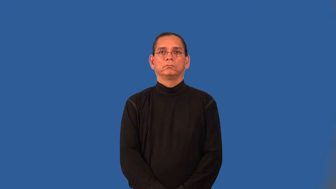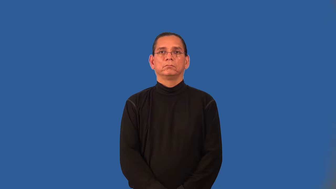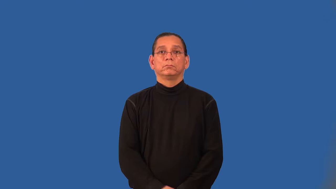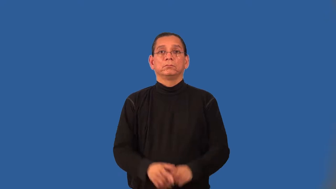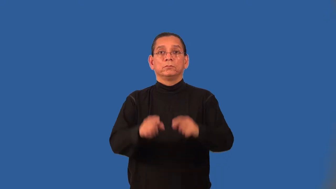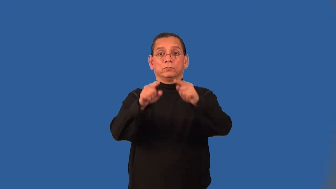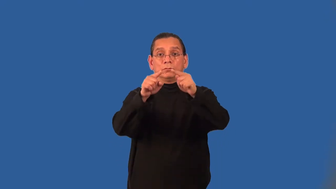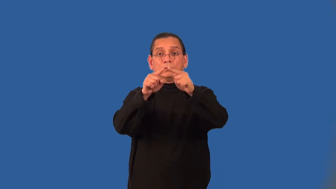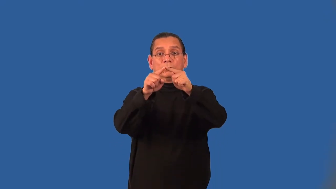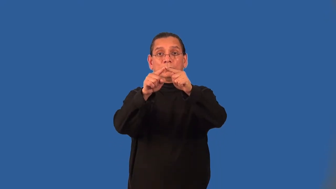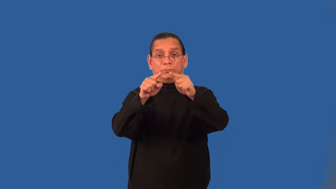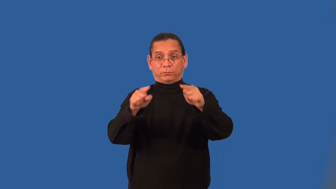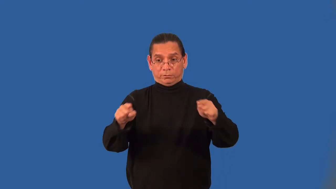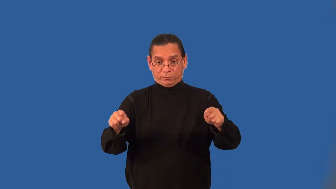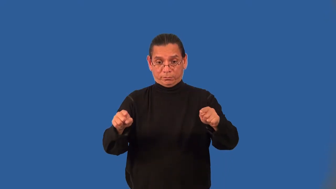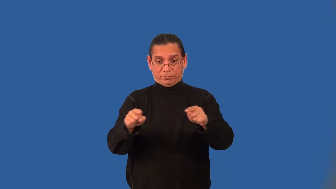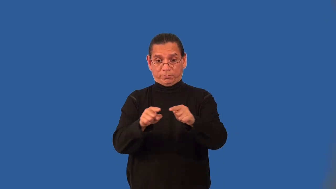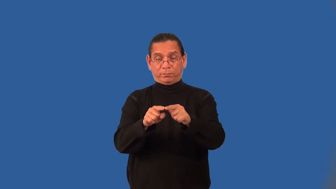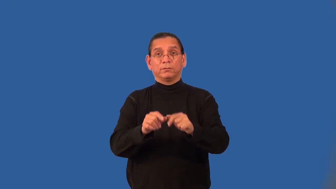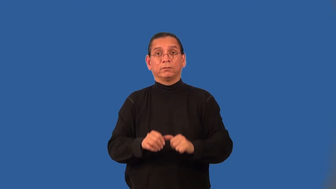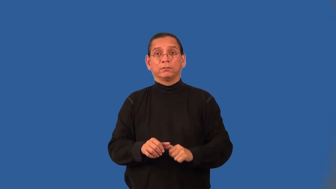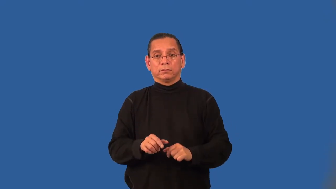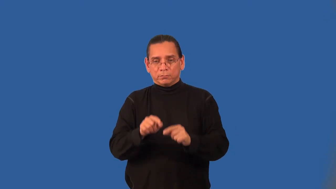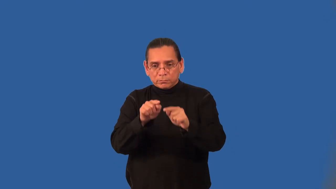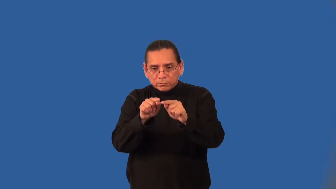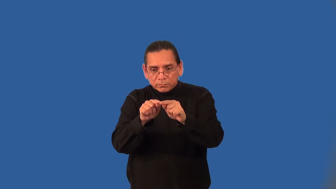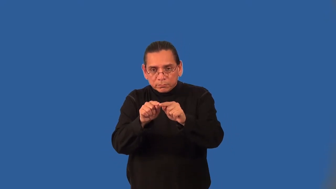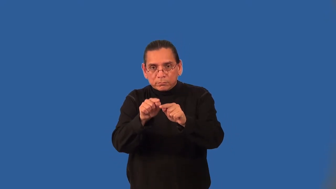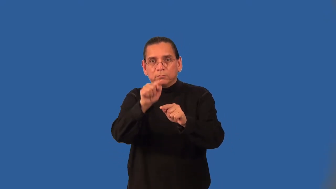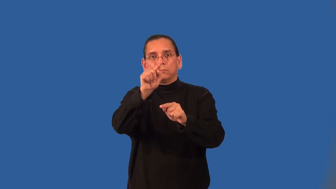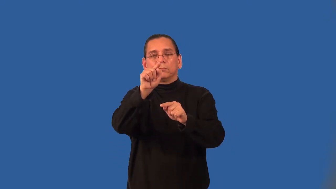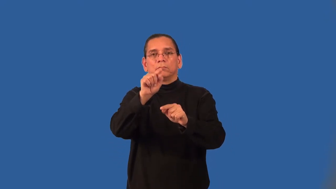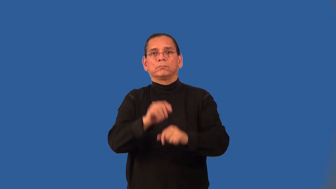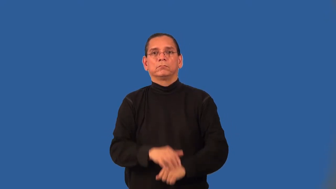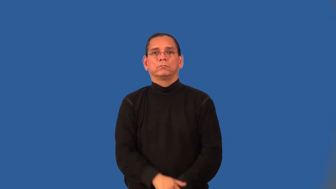altitude of a triangle